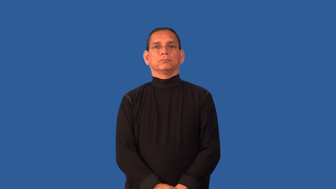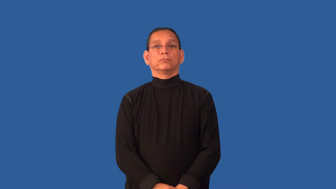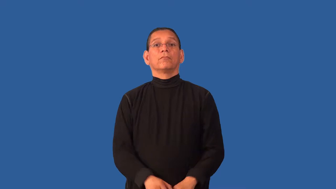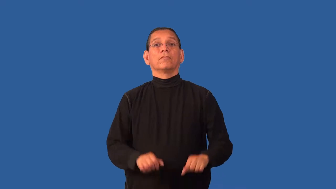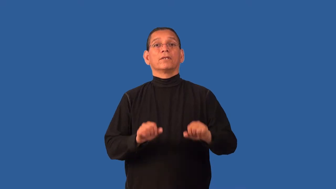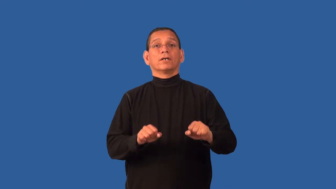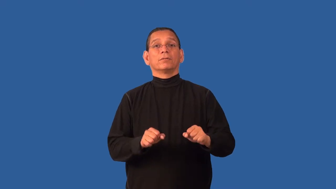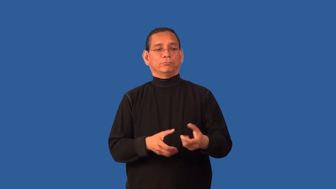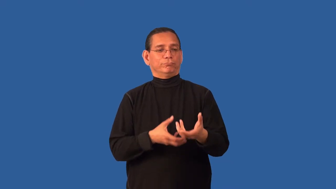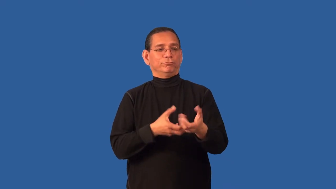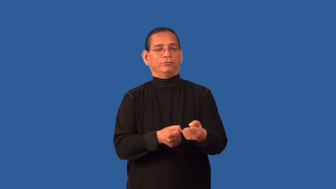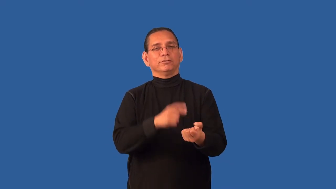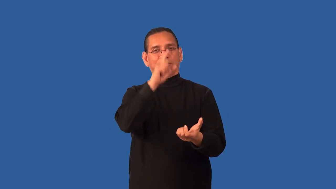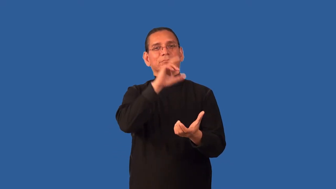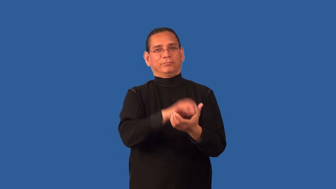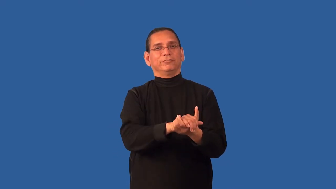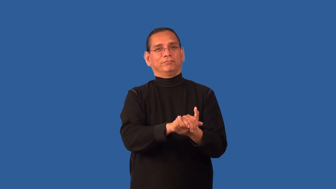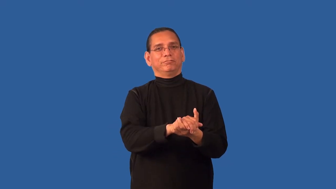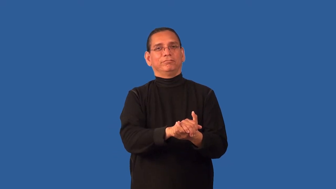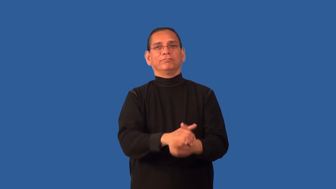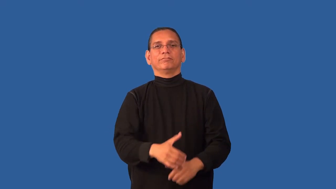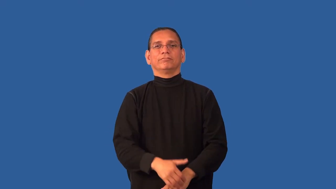credible